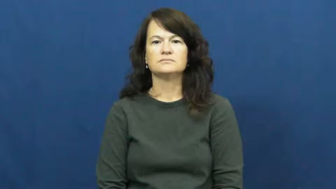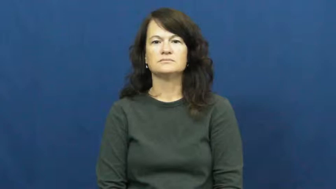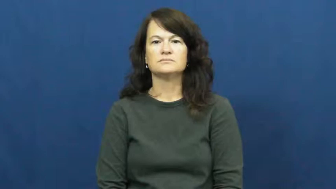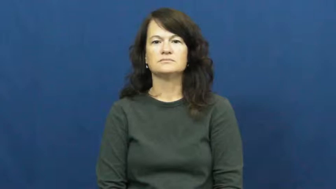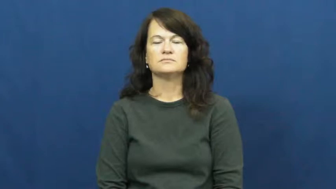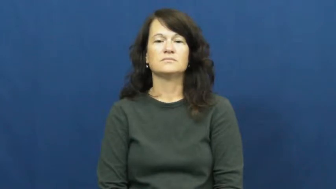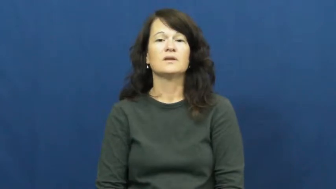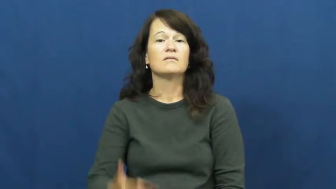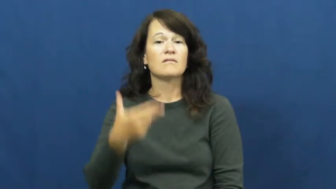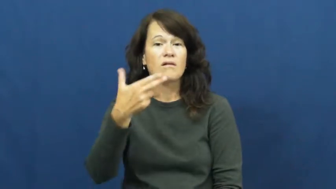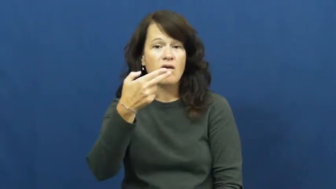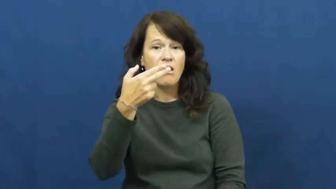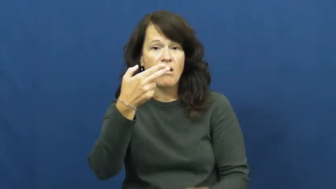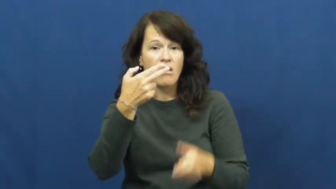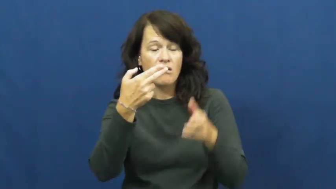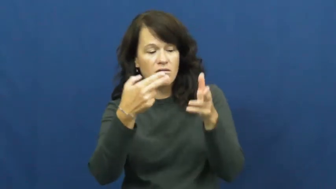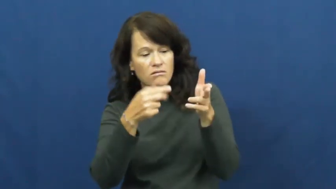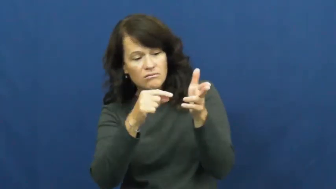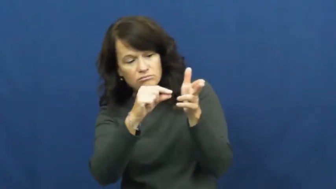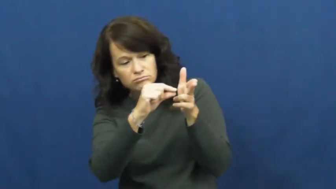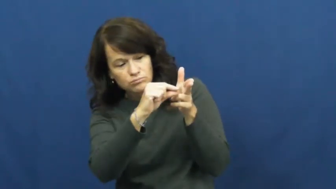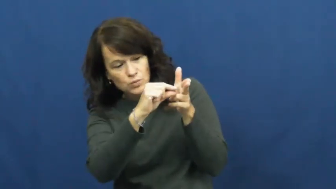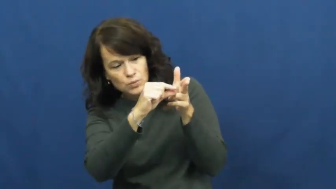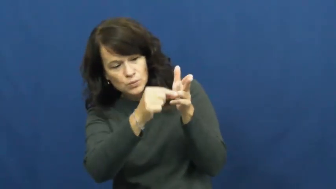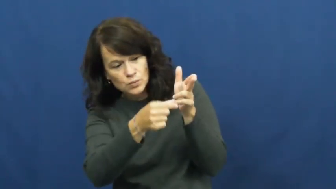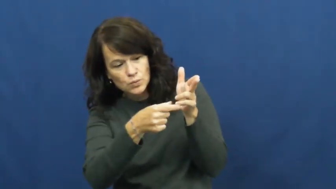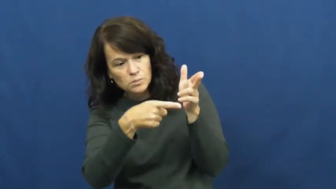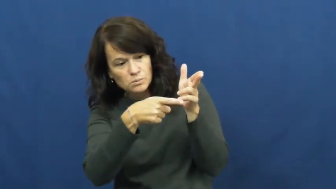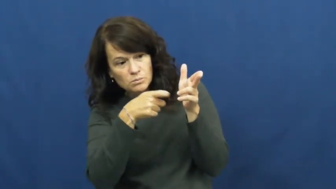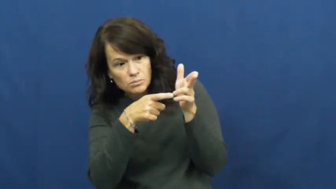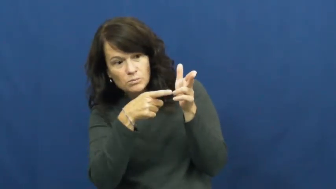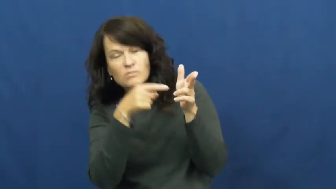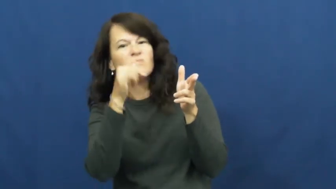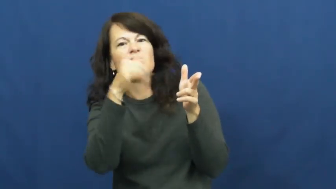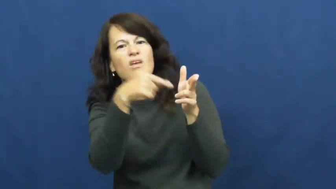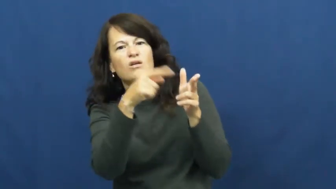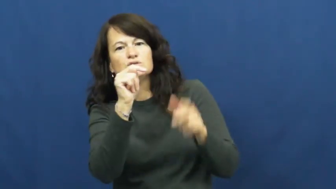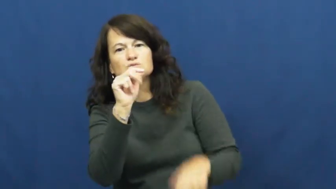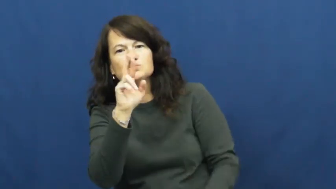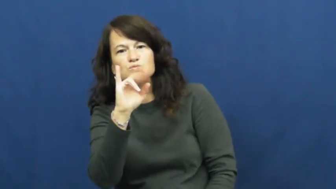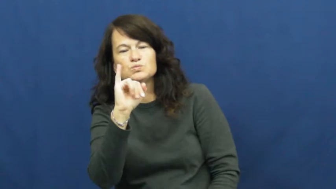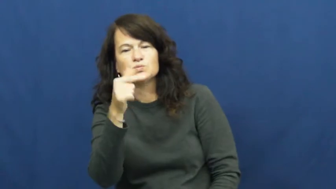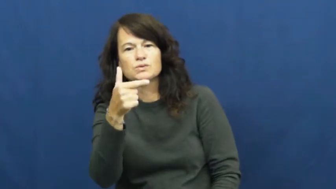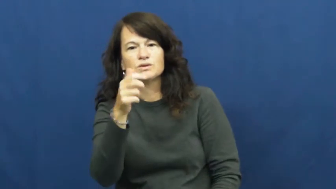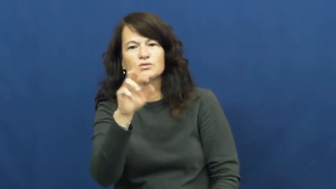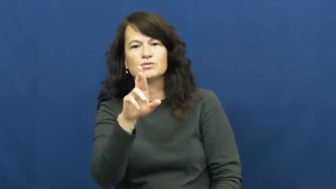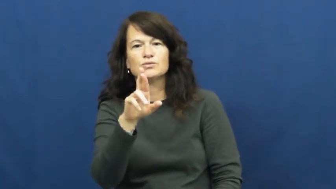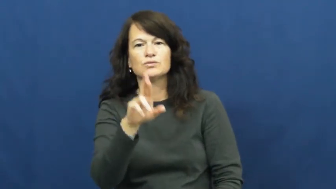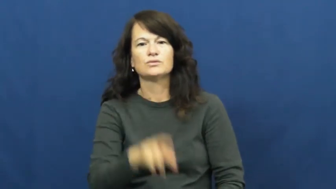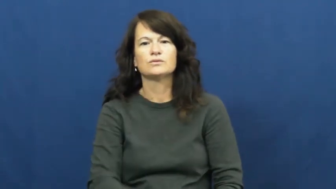trigger-gun